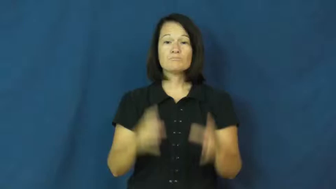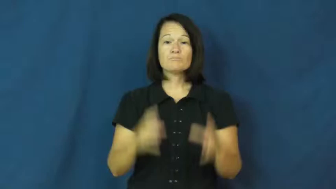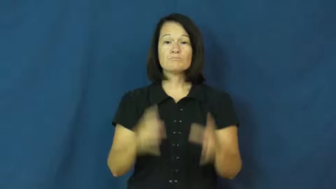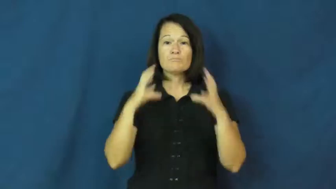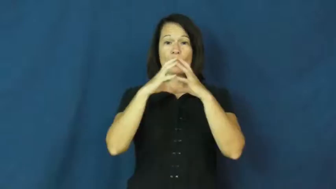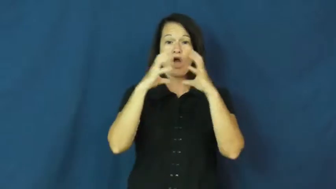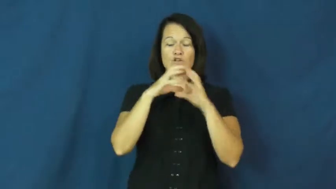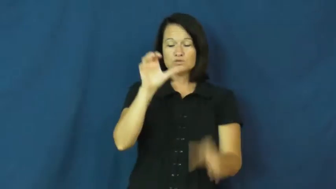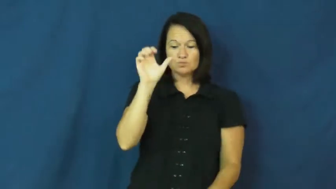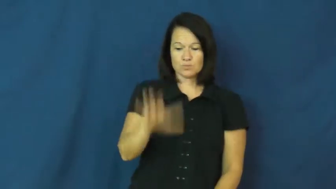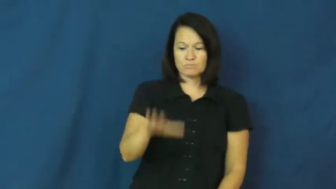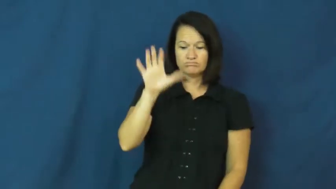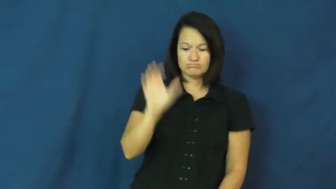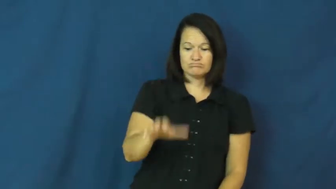dribble,bounce